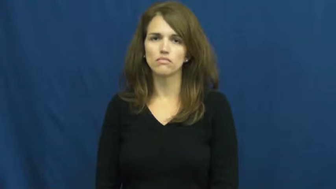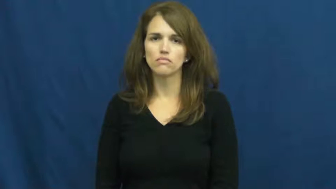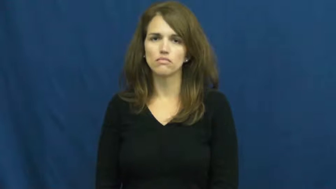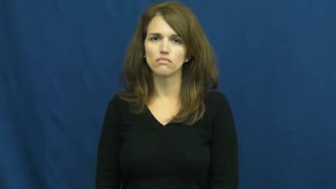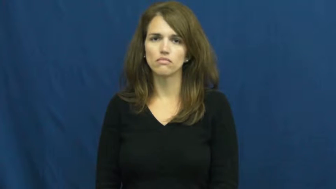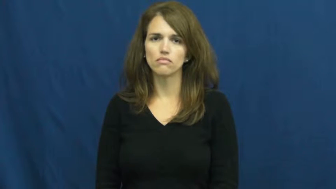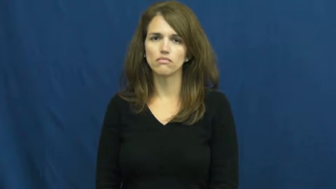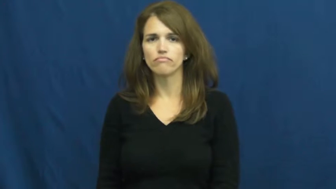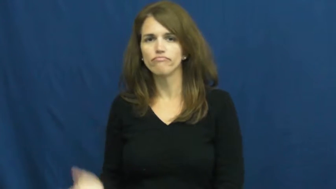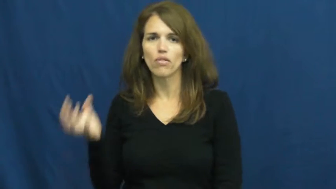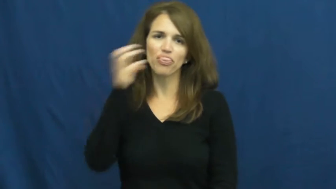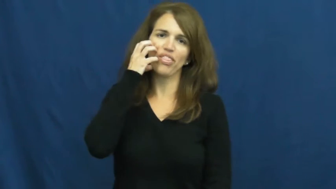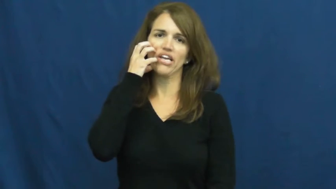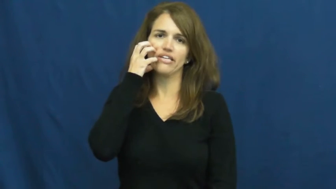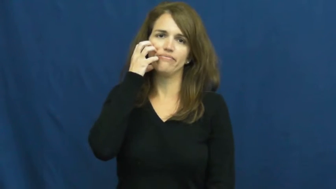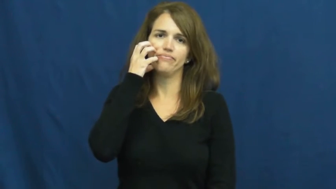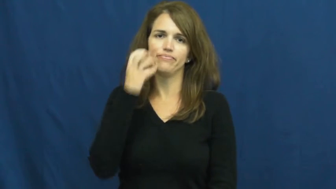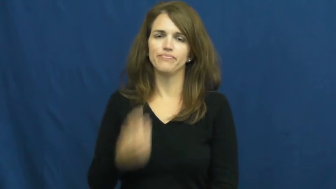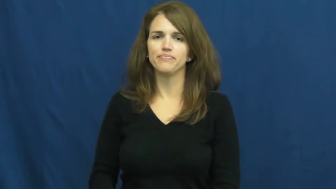thick